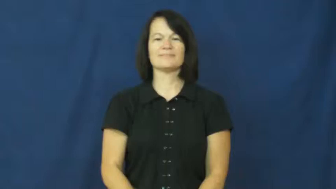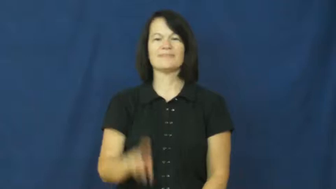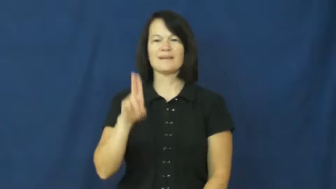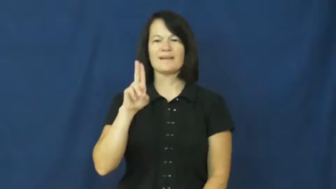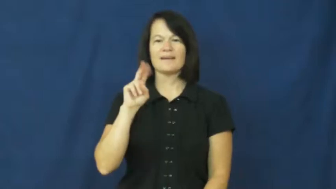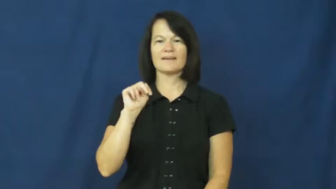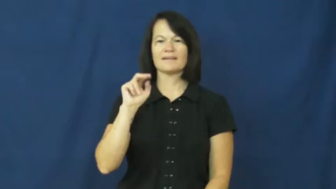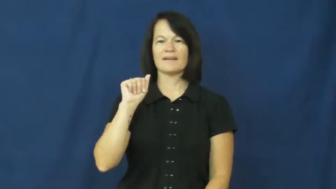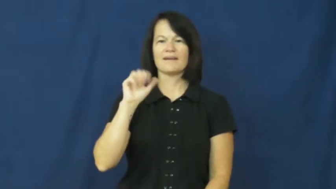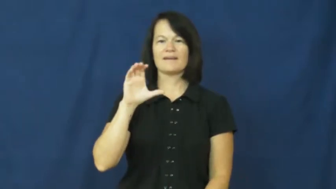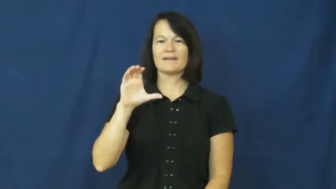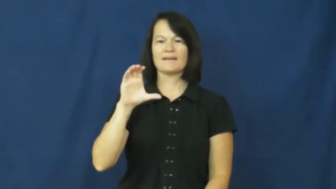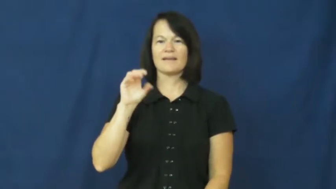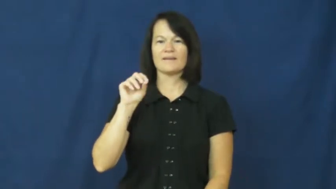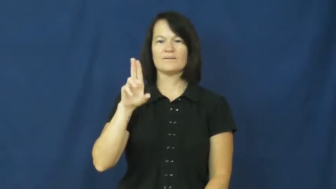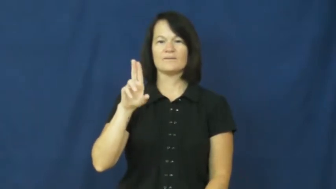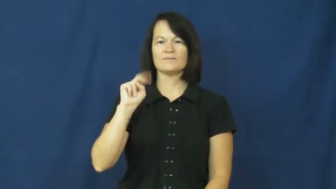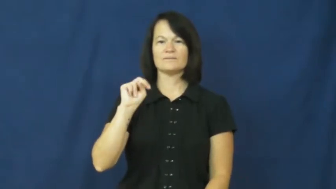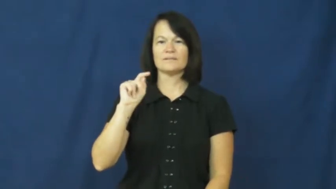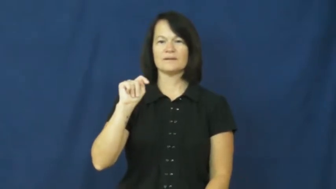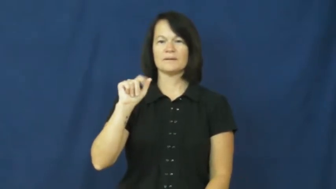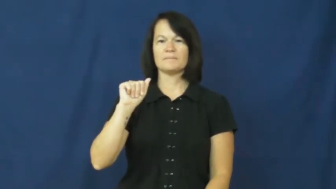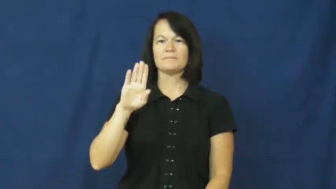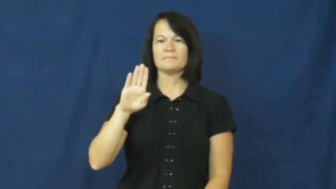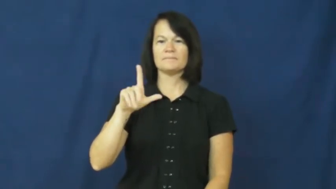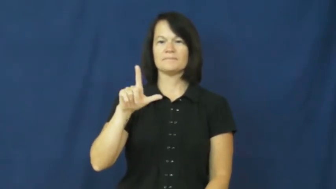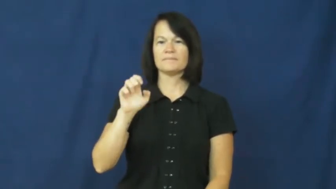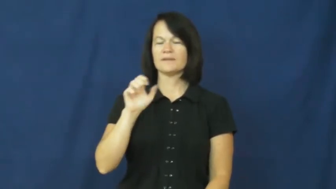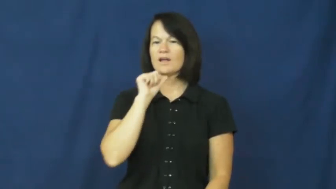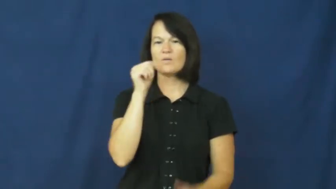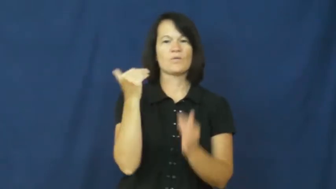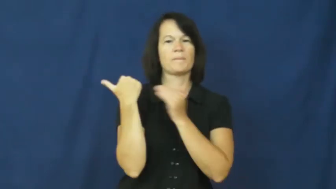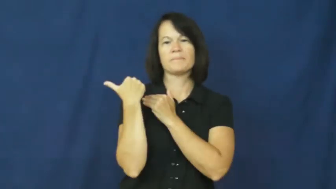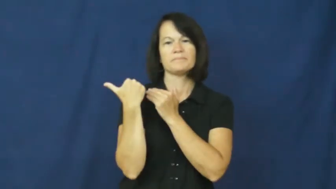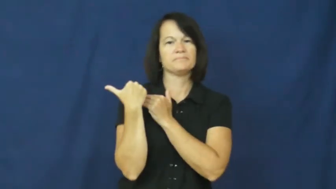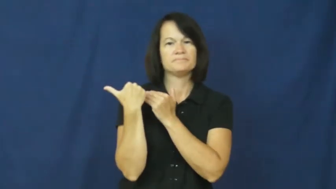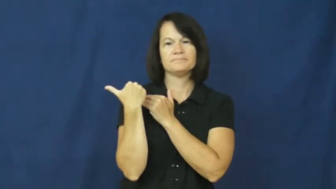unaccountable